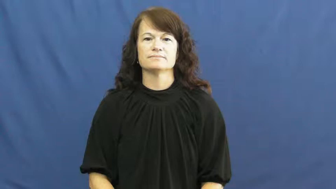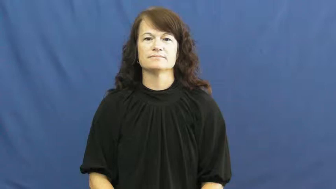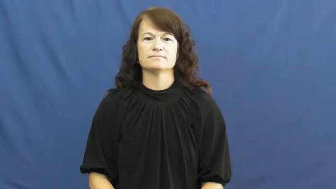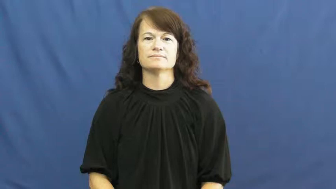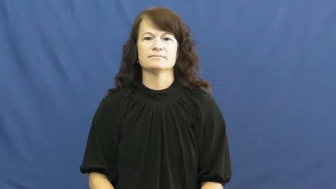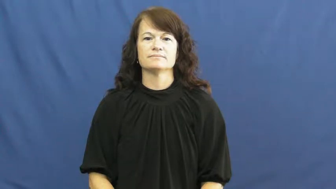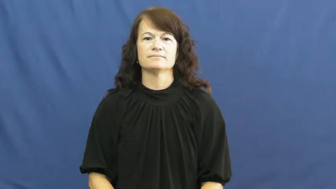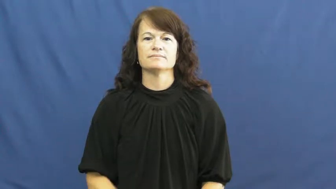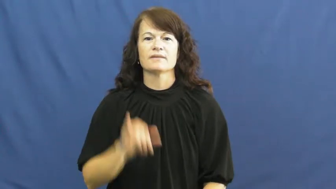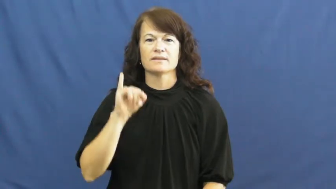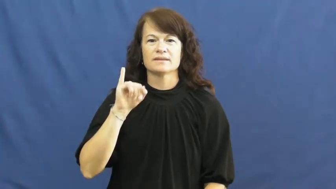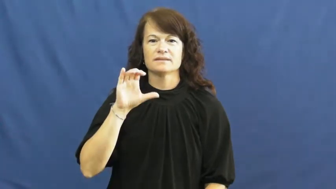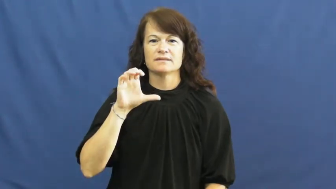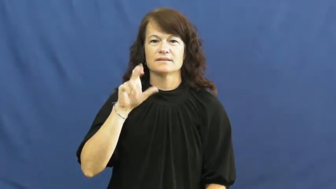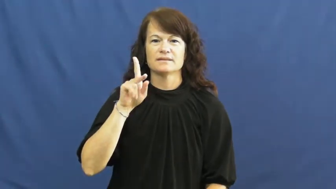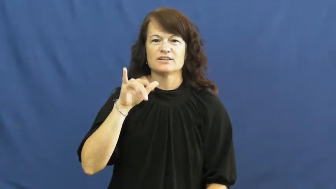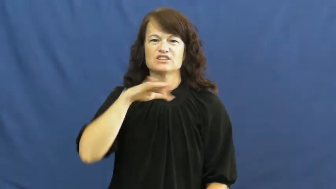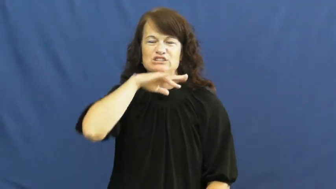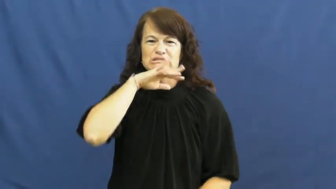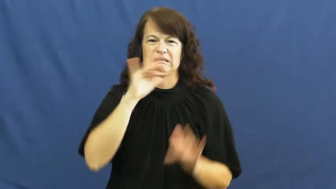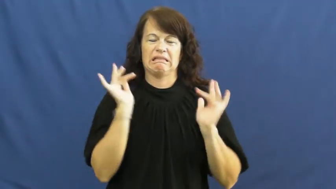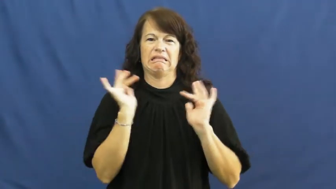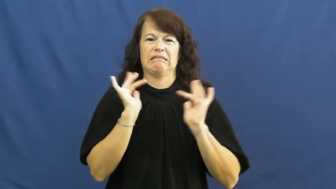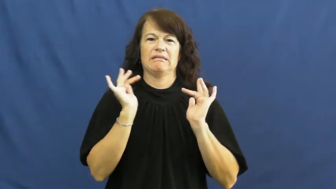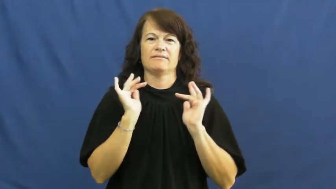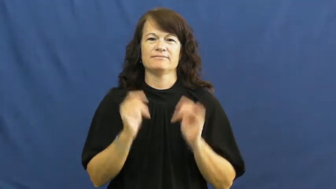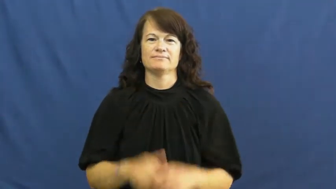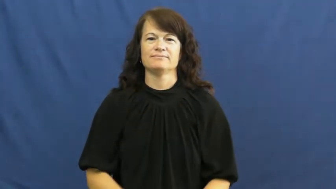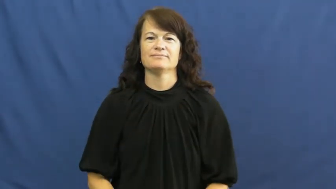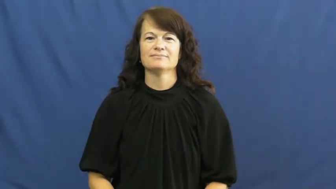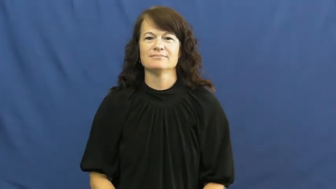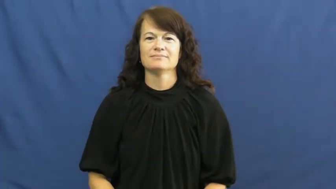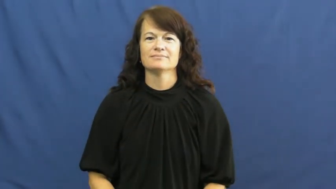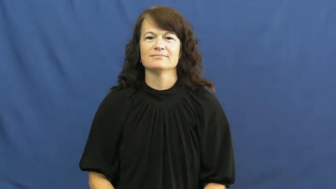icky